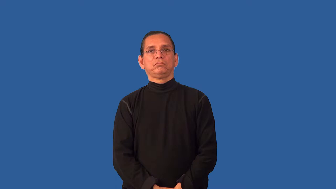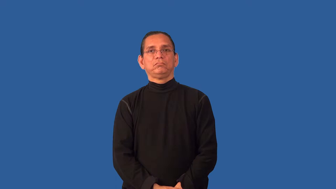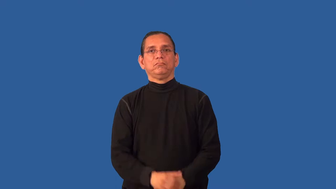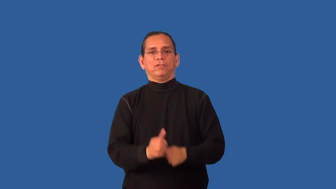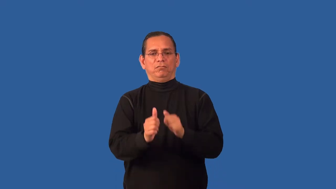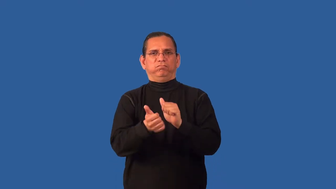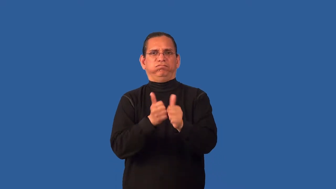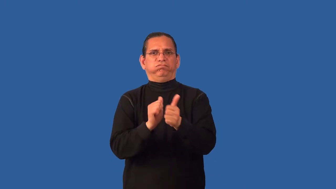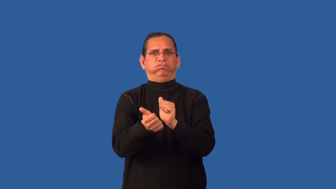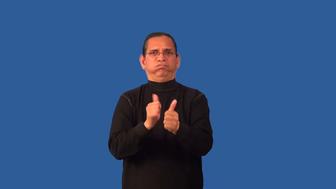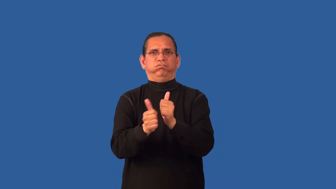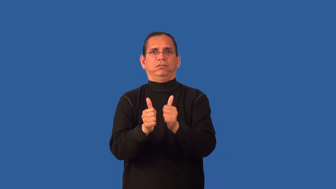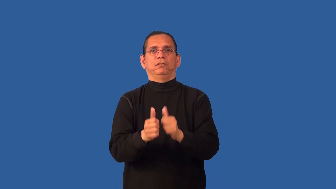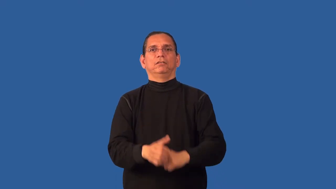bout-contest